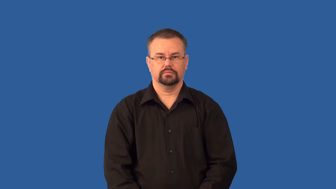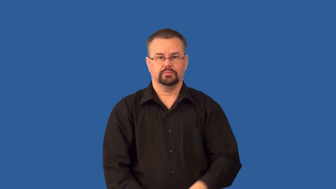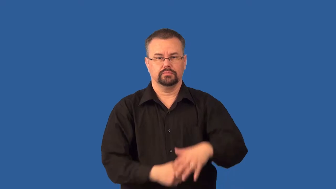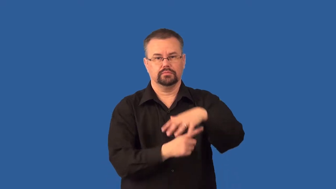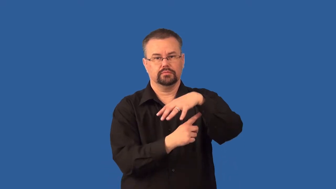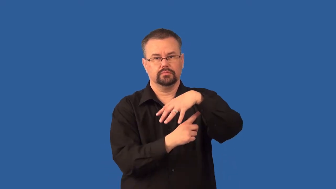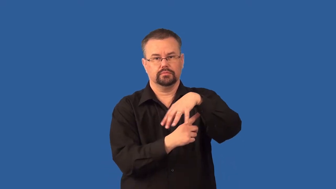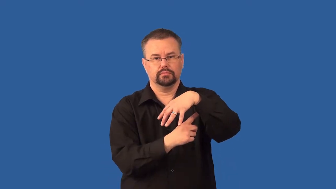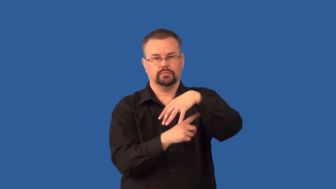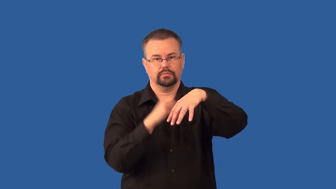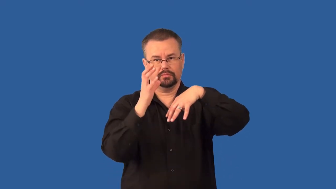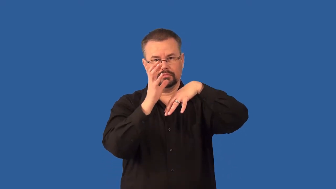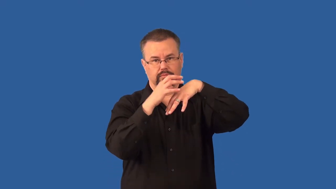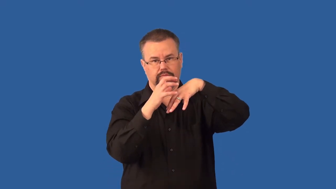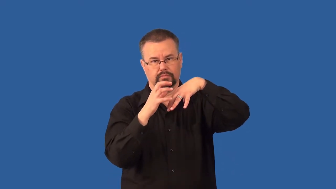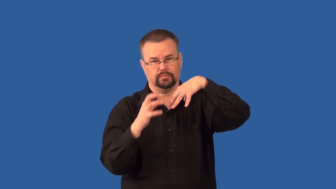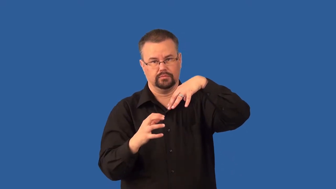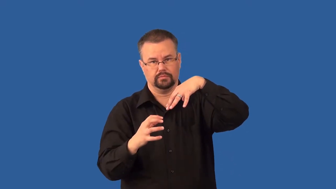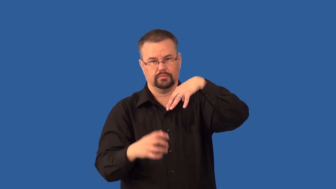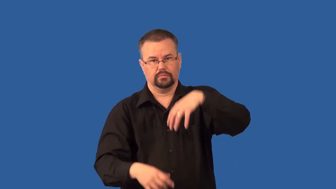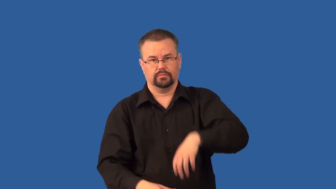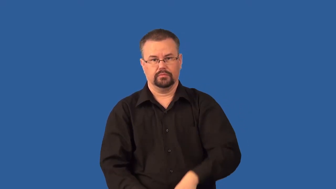stomata